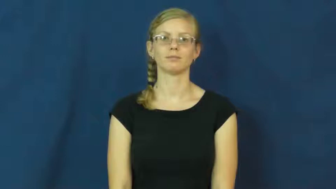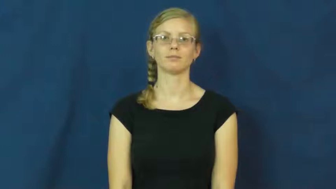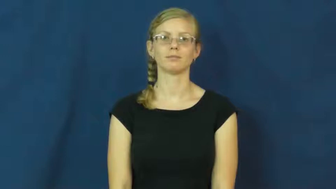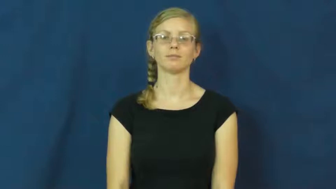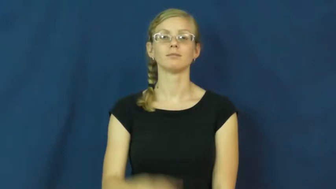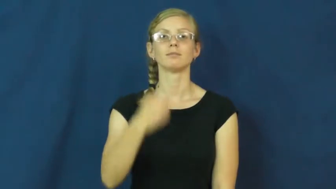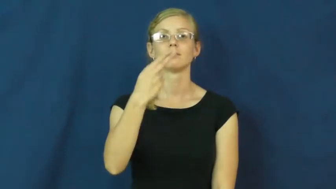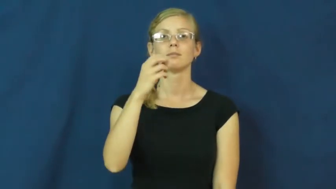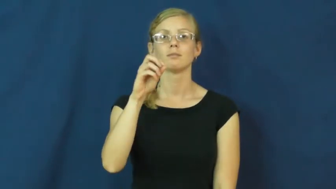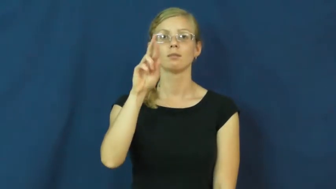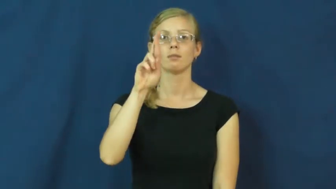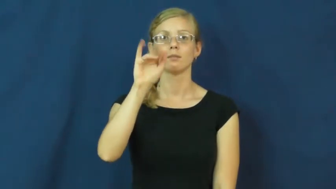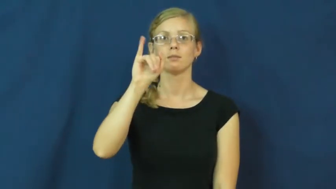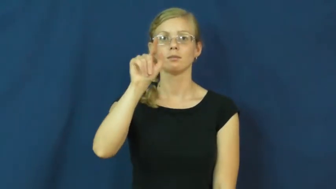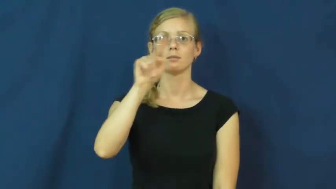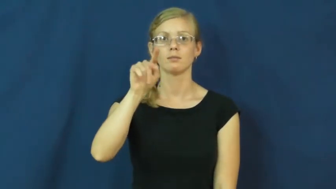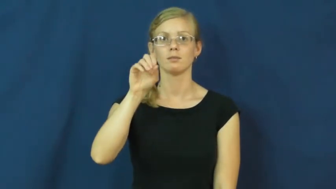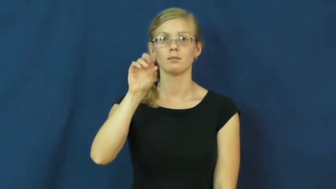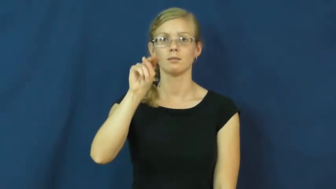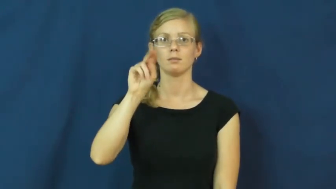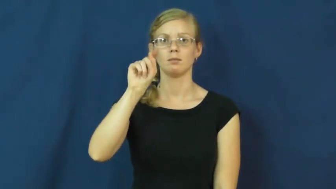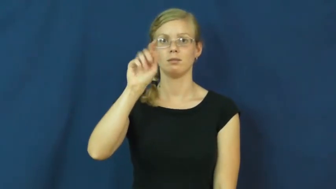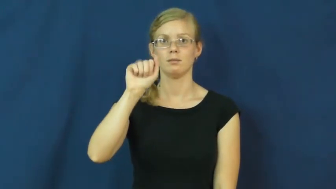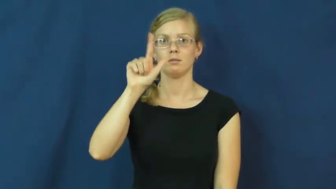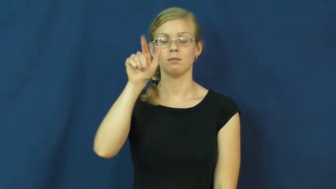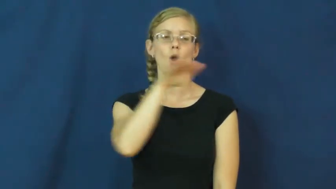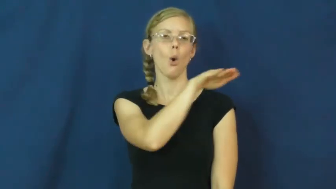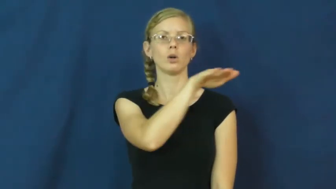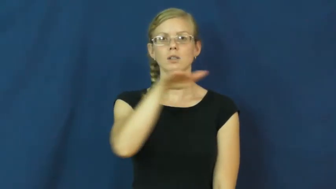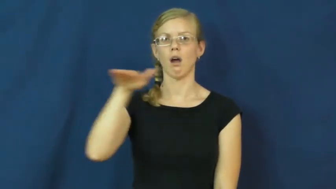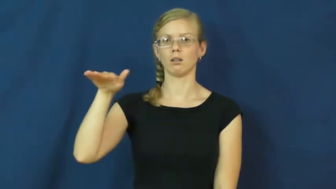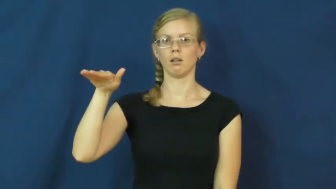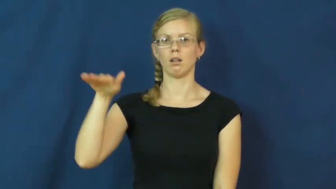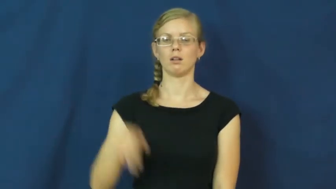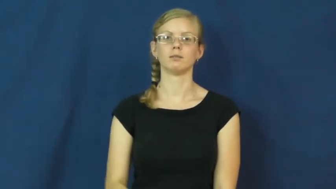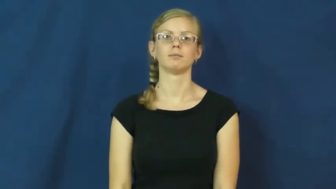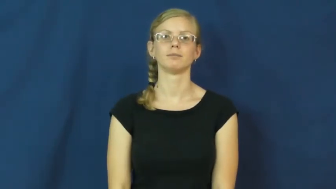horizontal